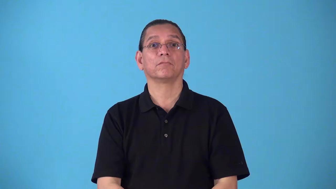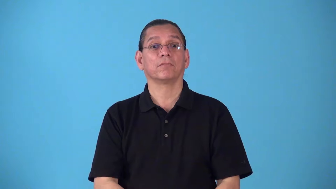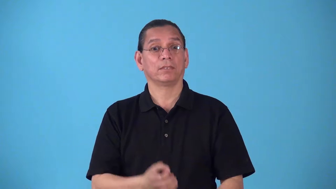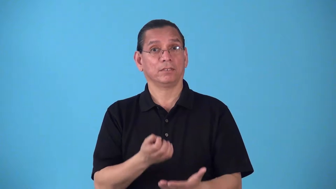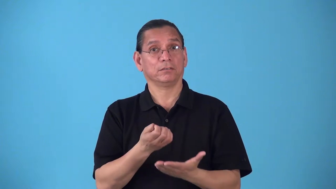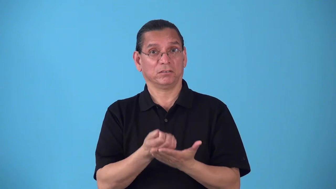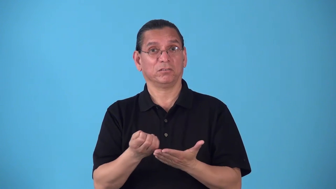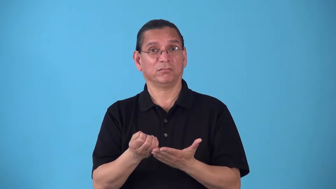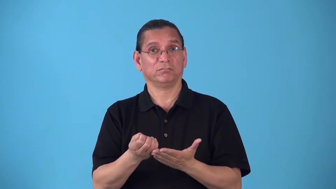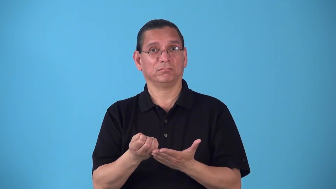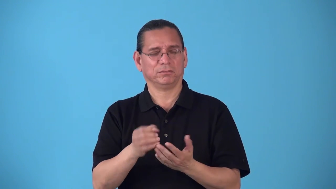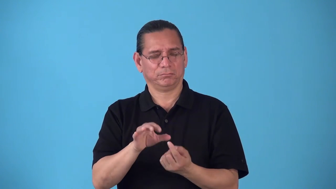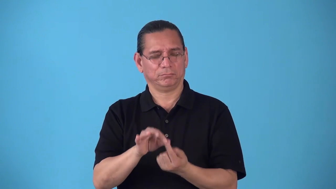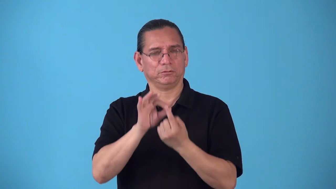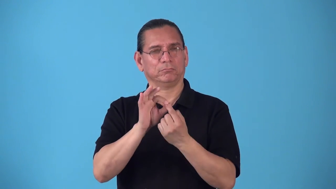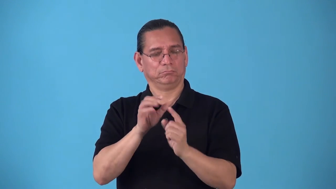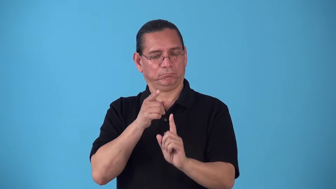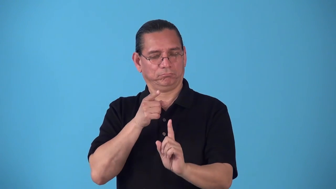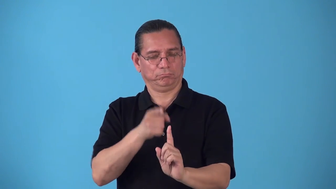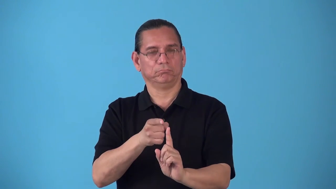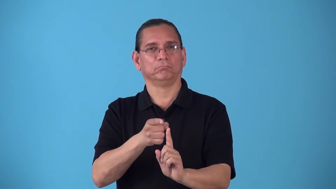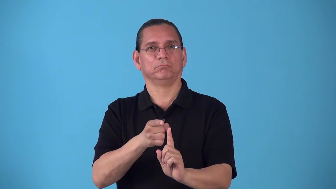rig-equipment for a specific purpose